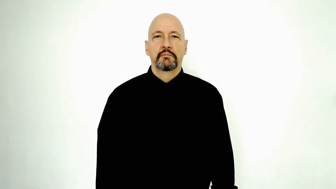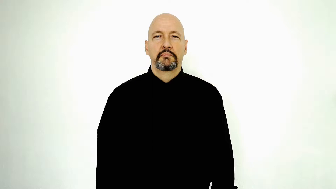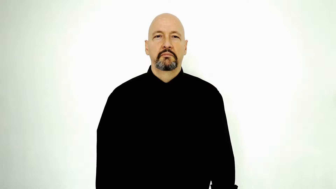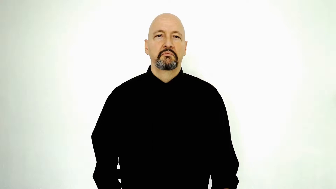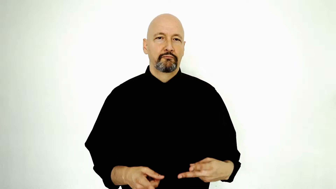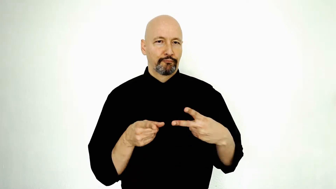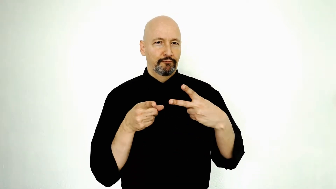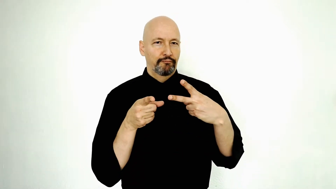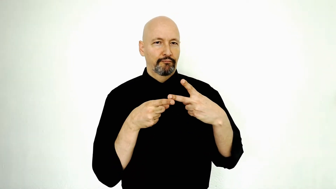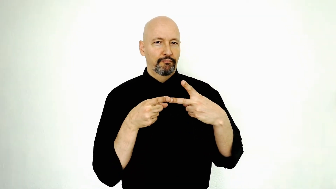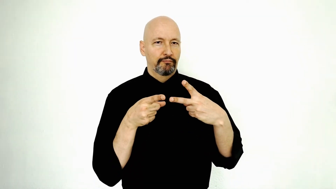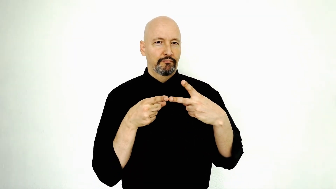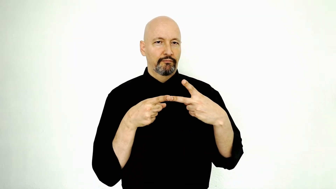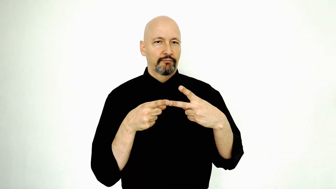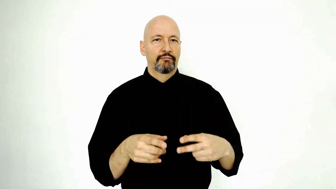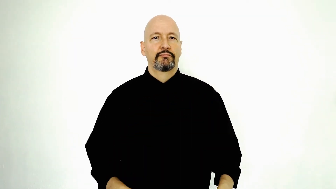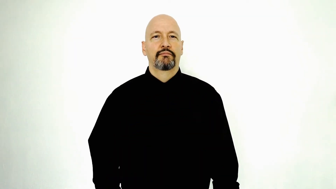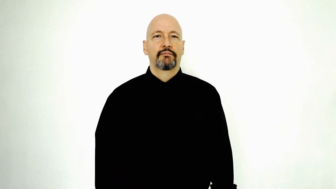Second-version-[second-item-of-two]